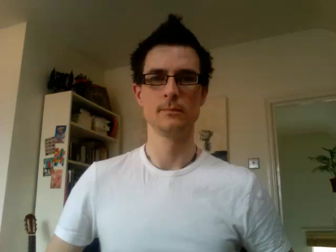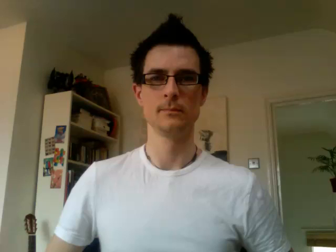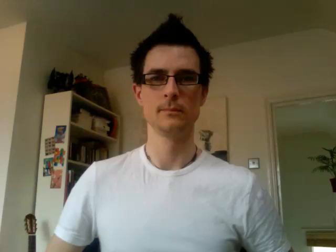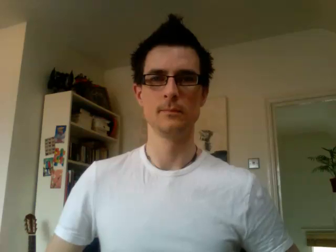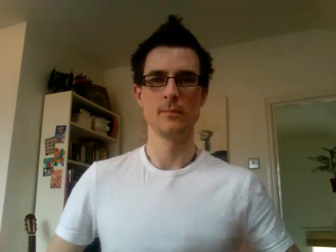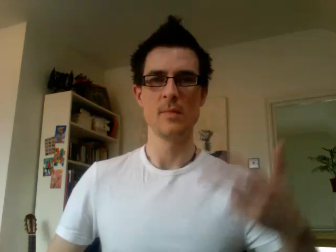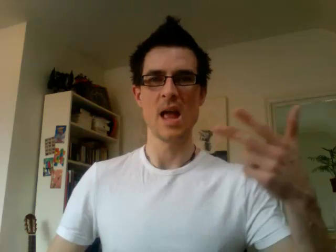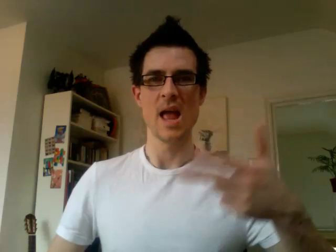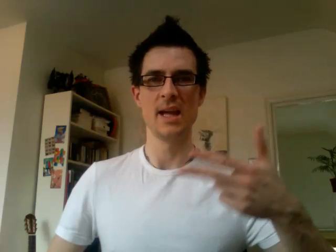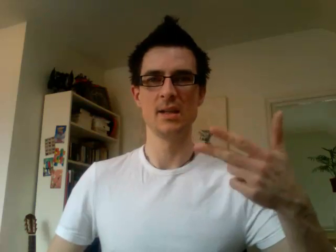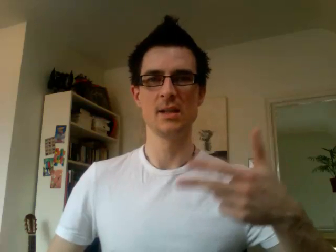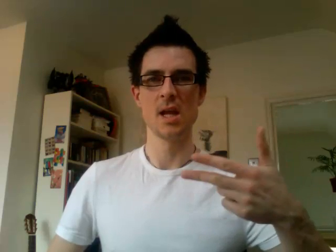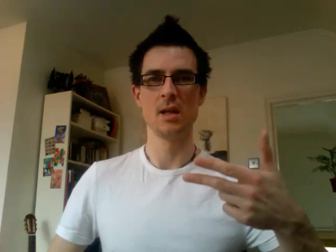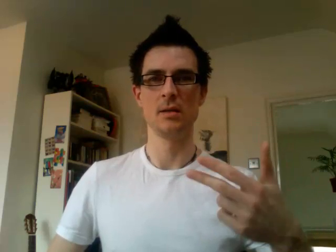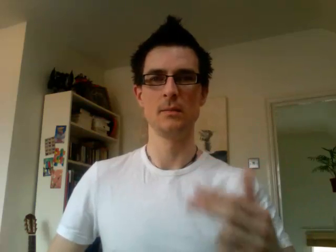18